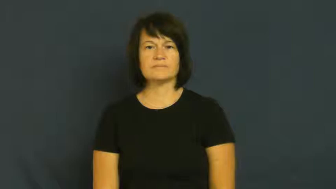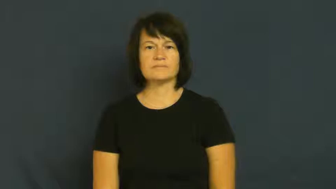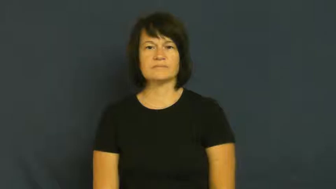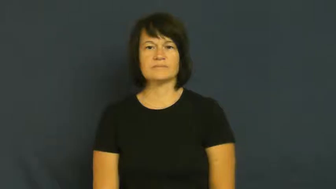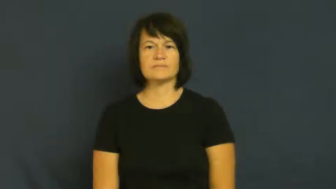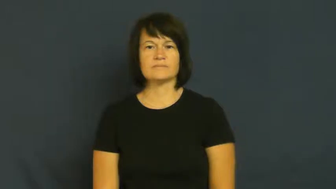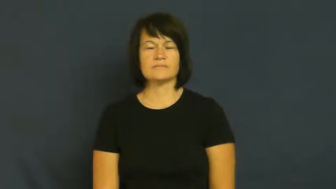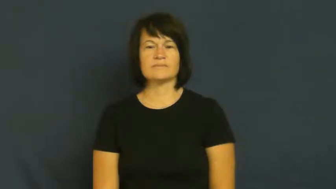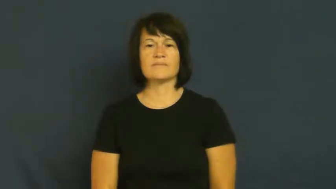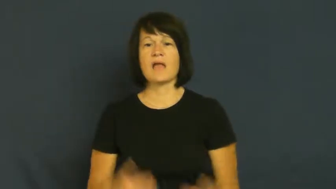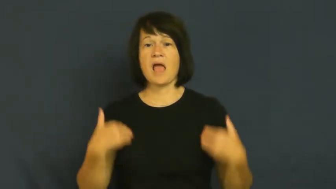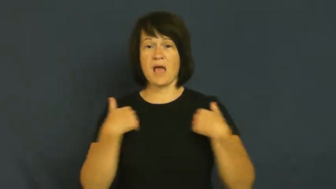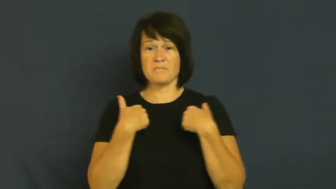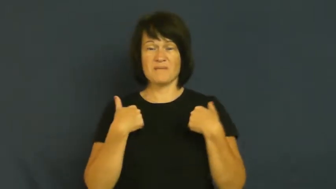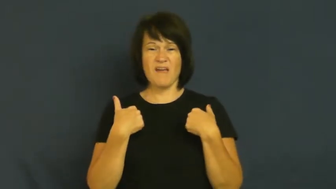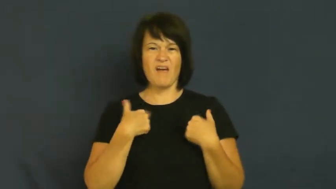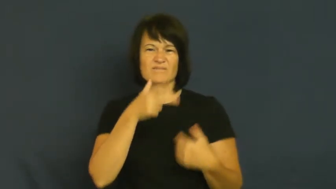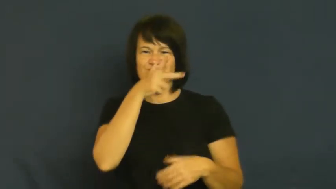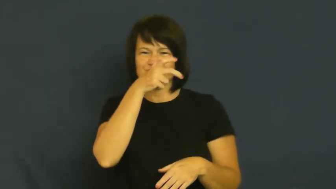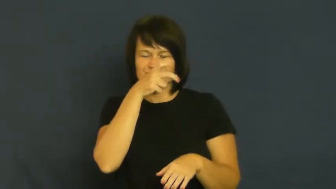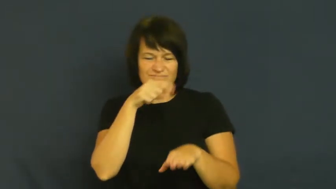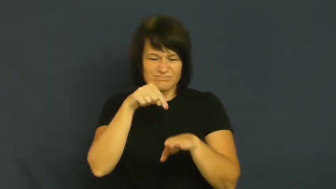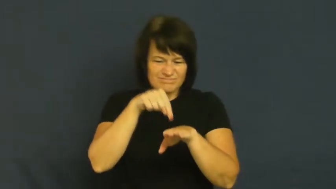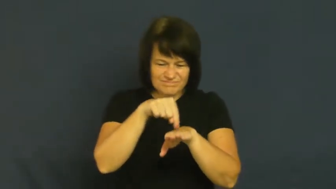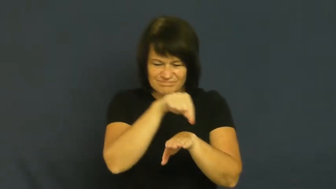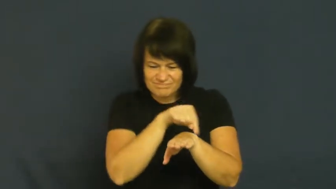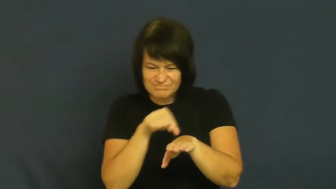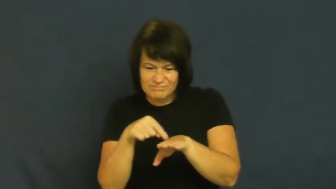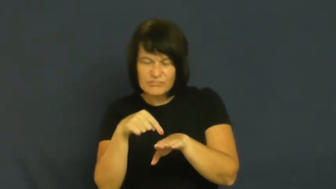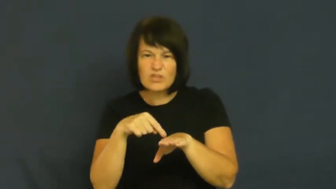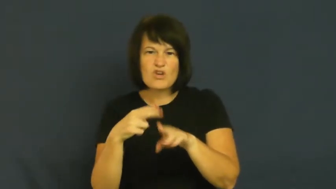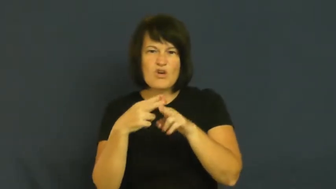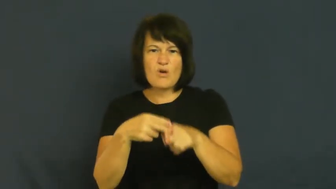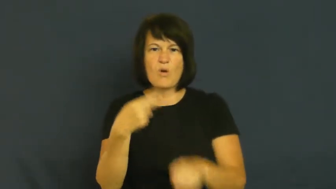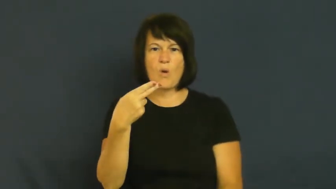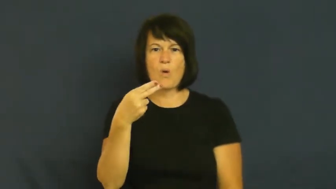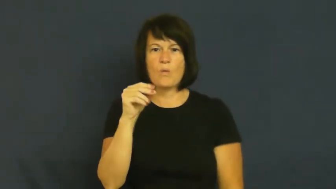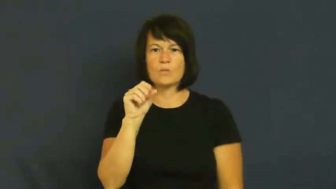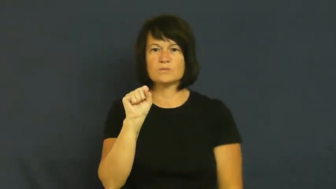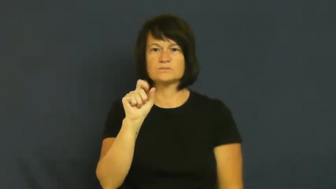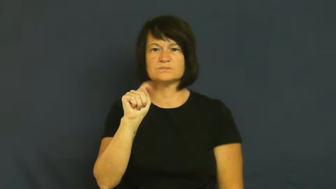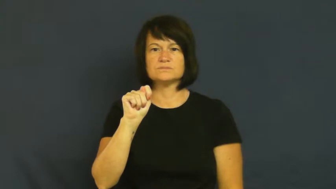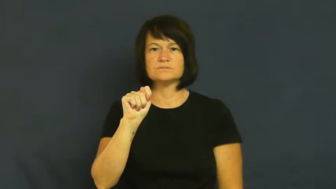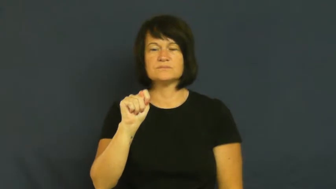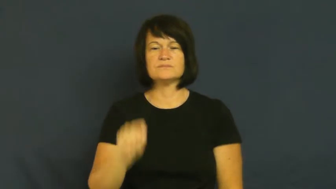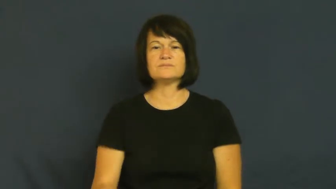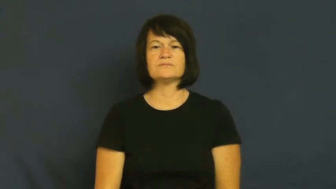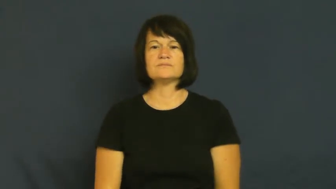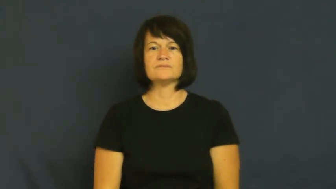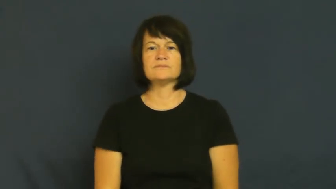host-parasite